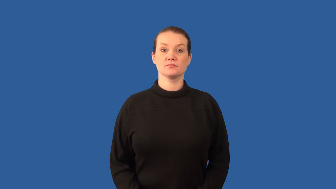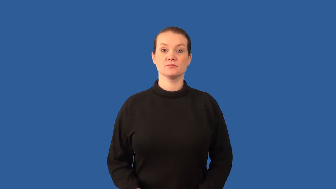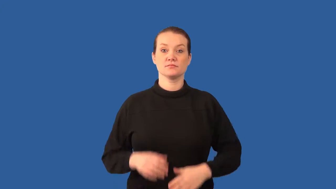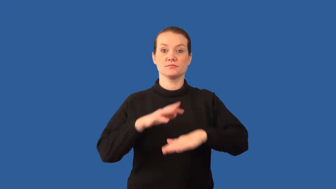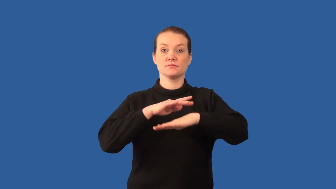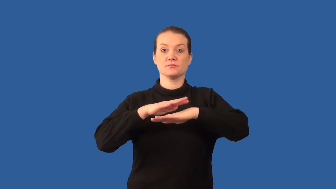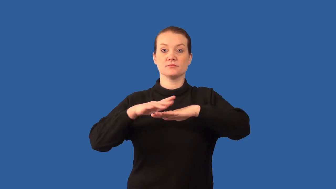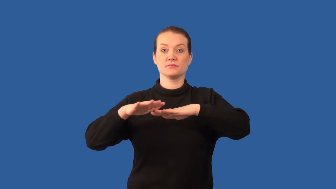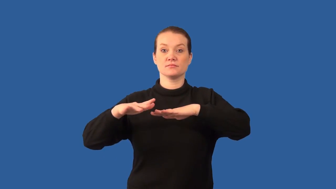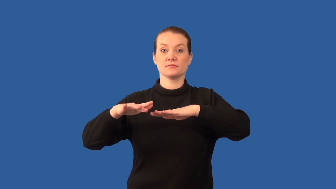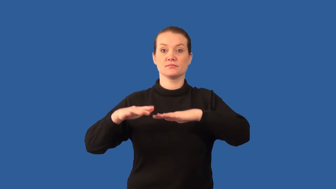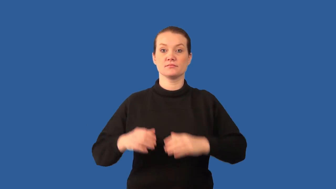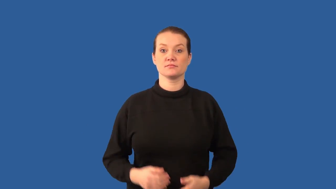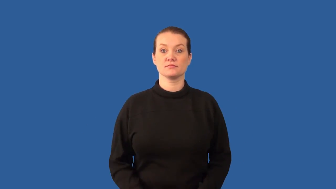algae